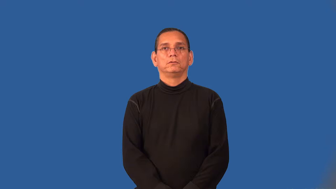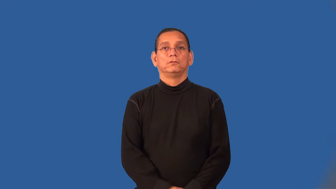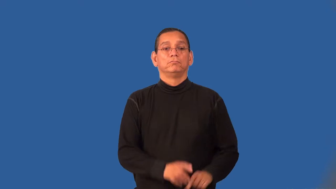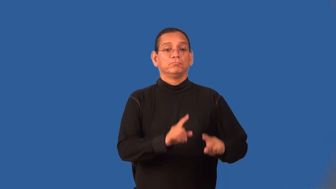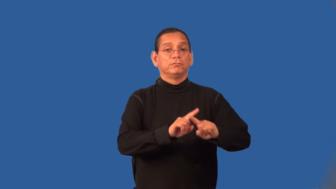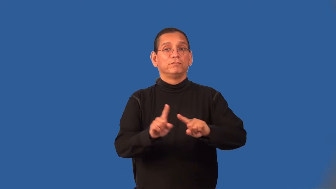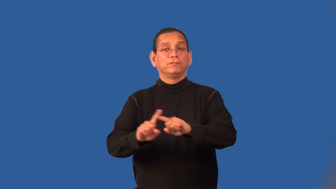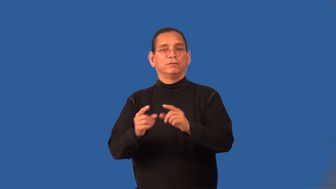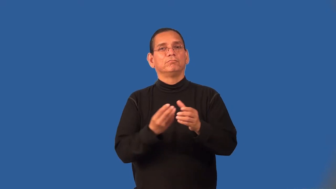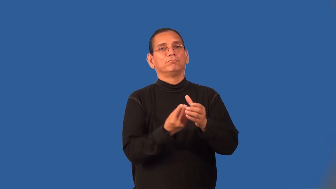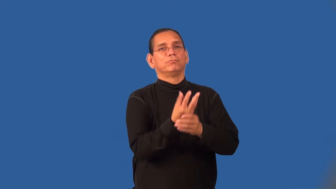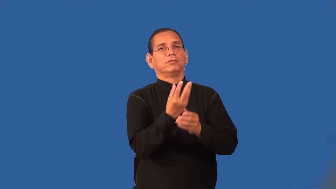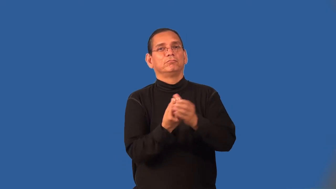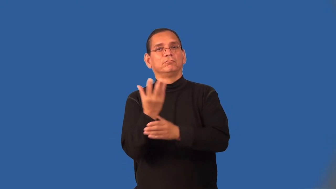vegetation,foliage